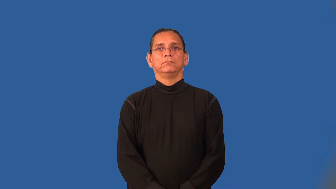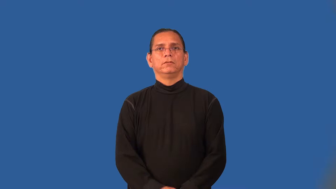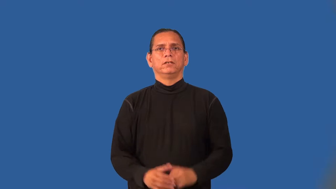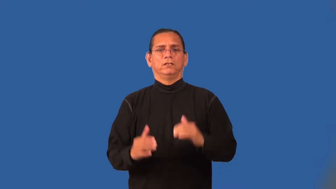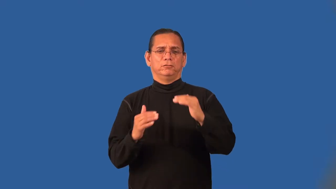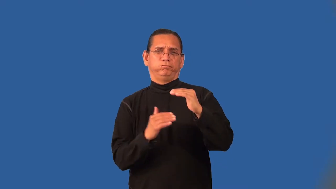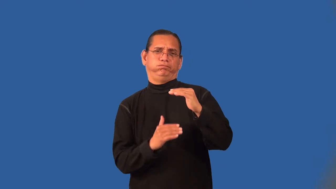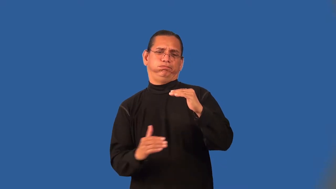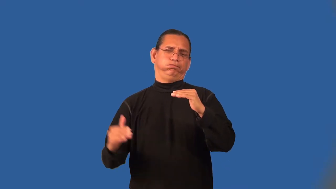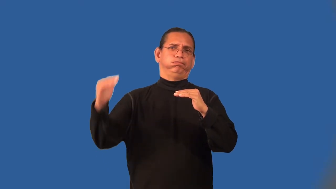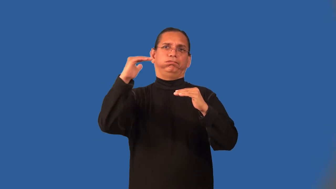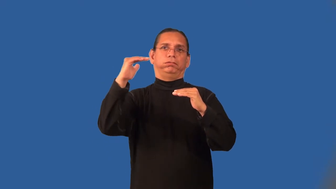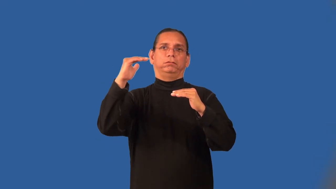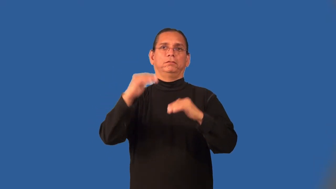overmatched